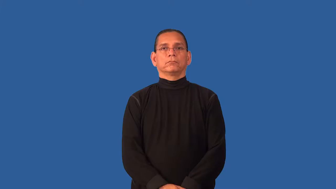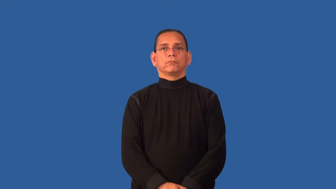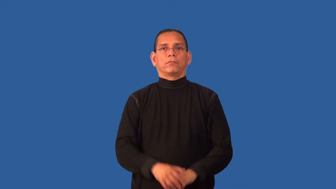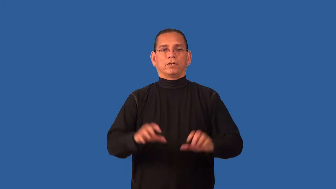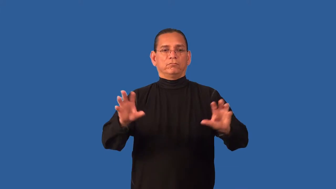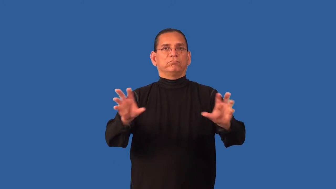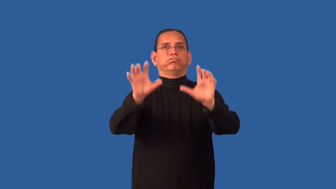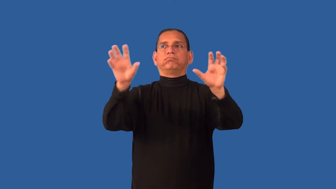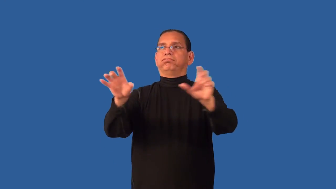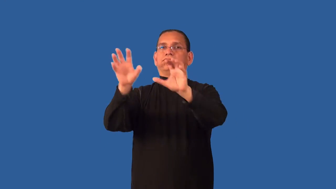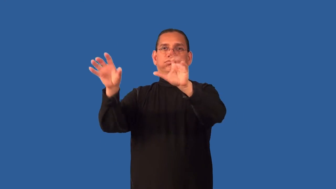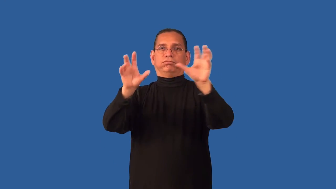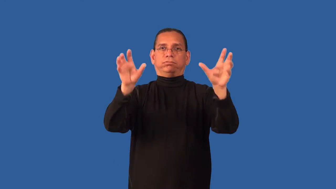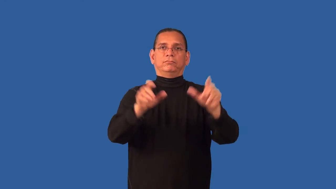decor